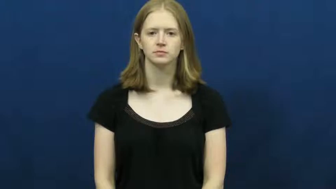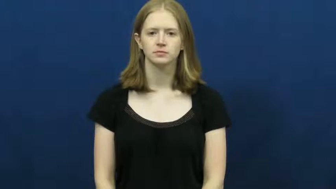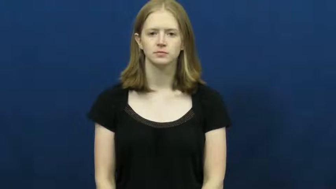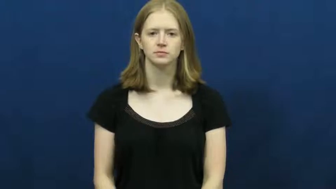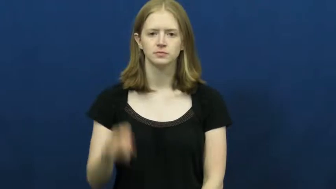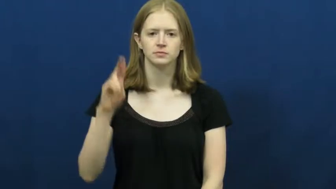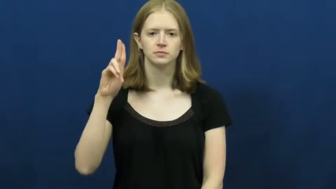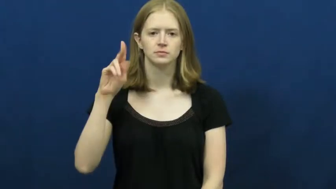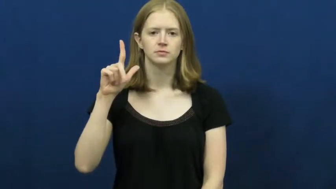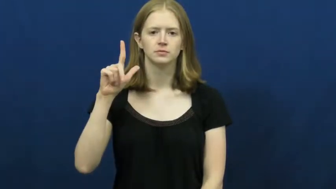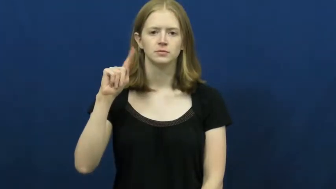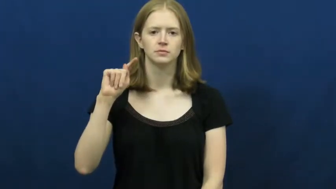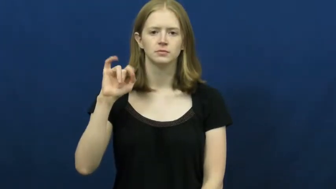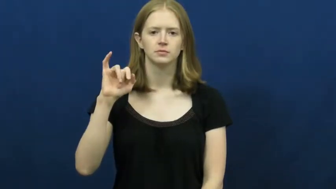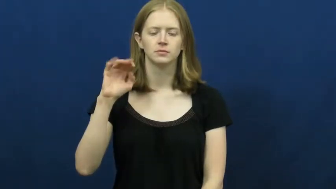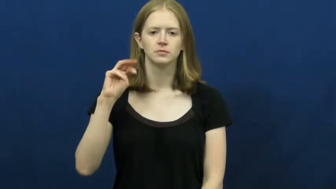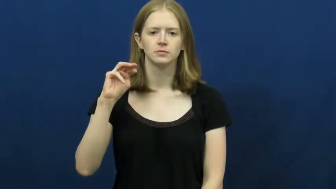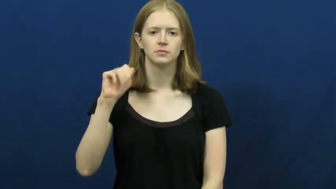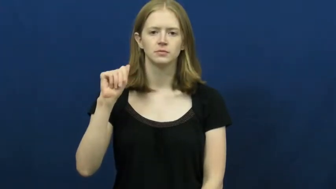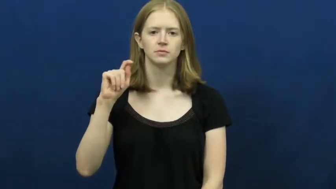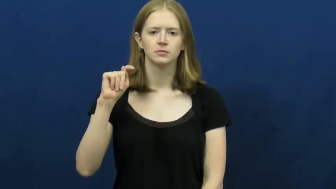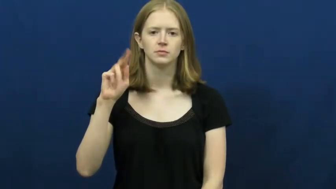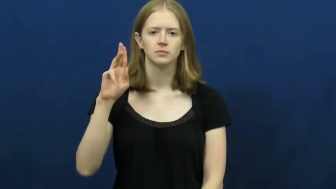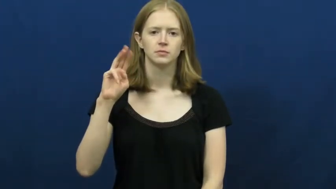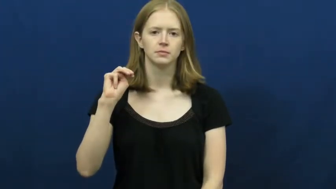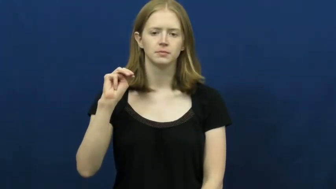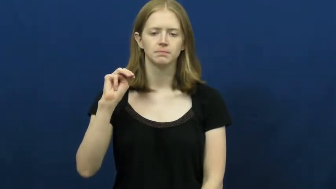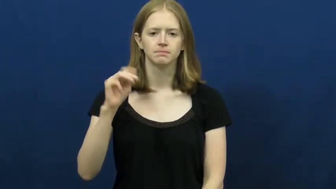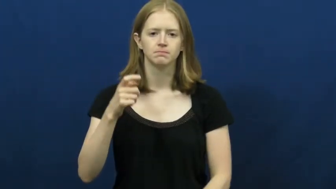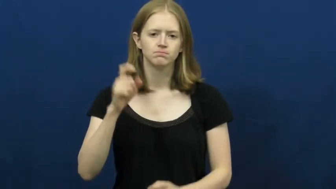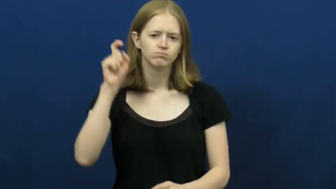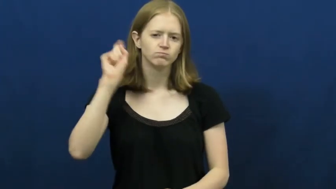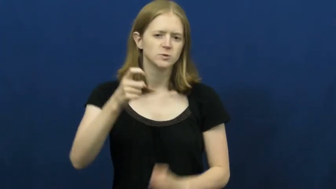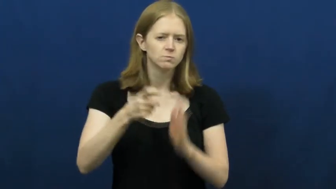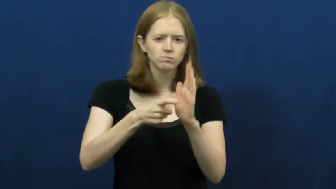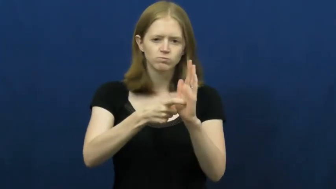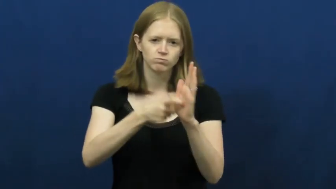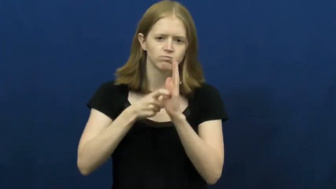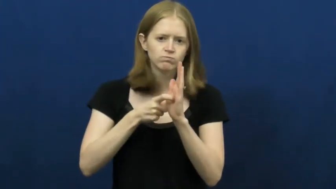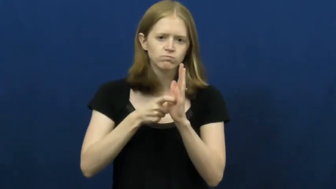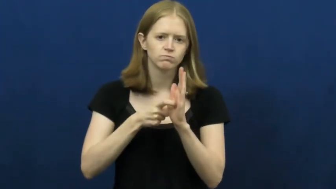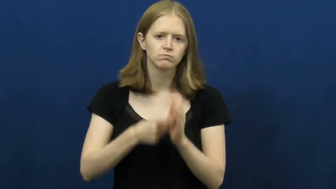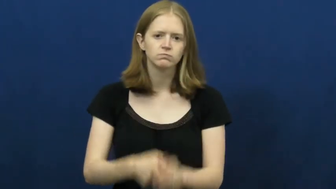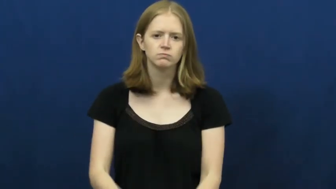ultimatum